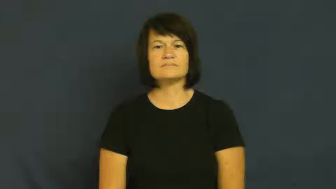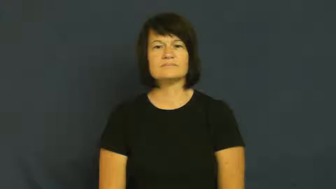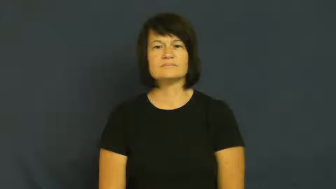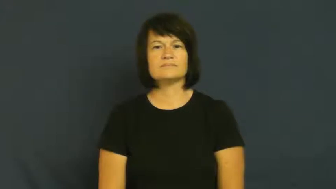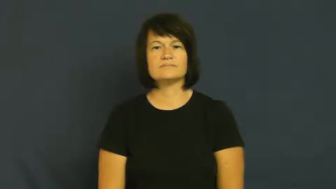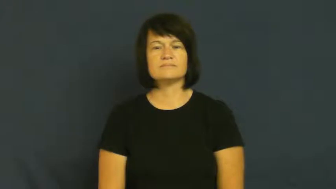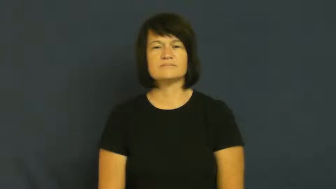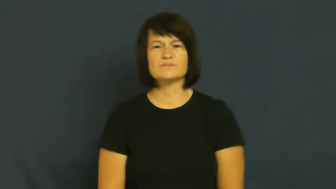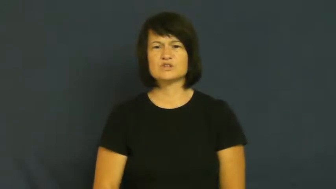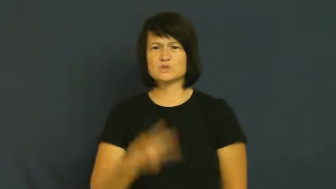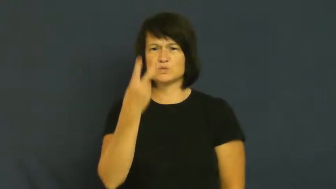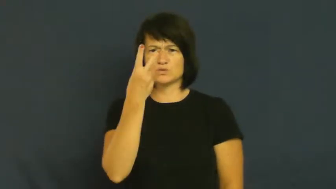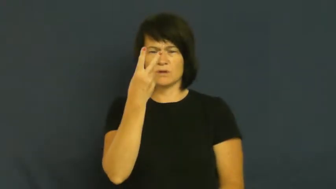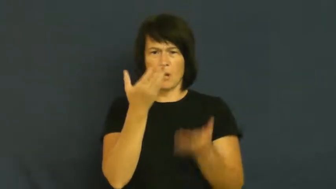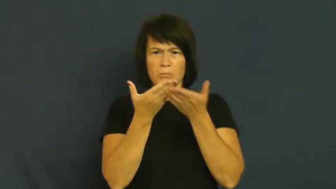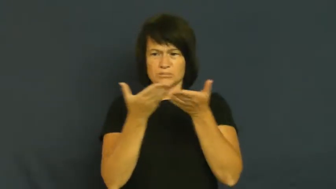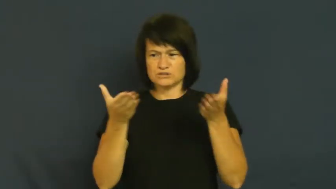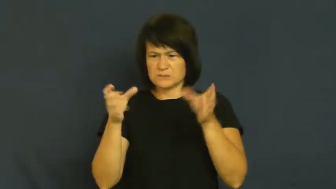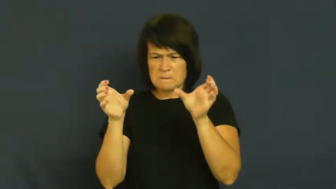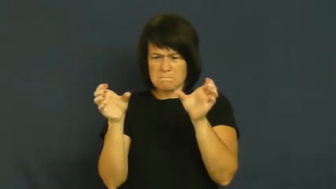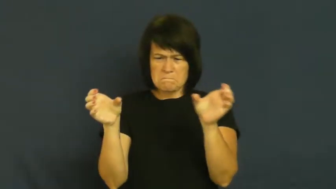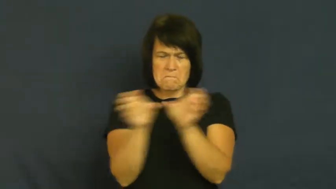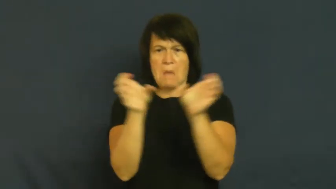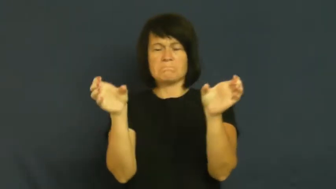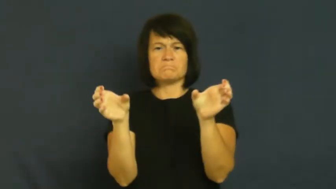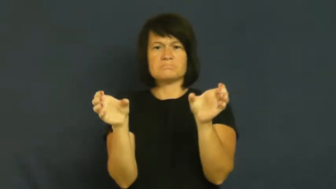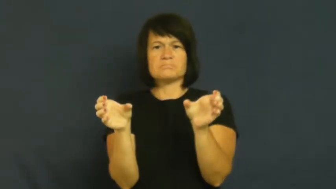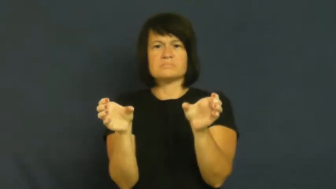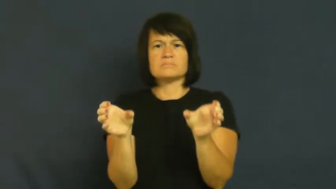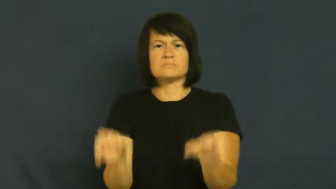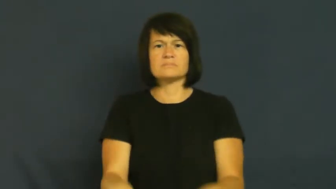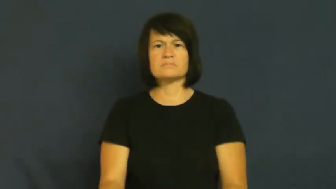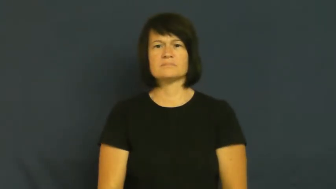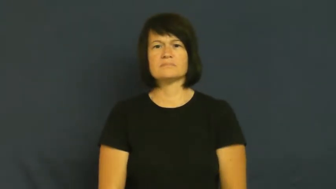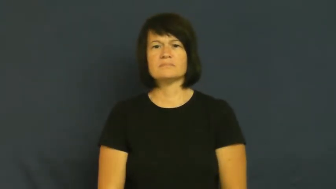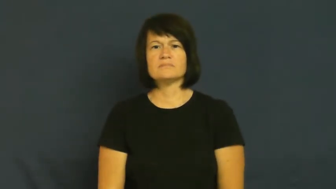jar-shake